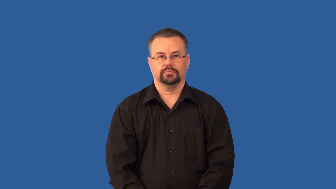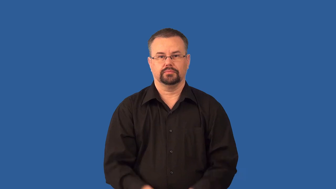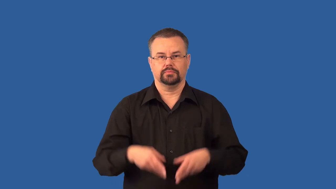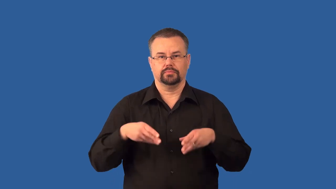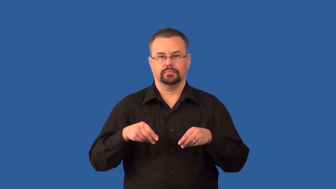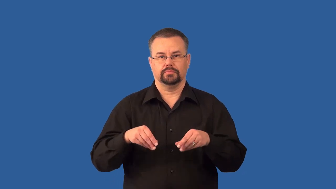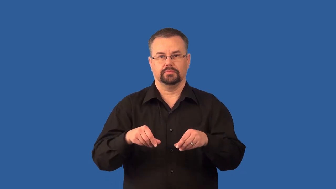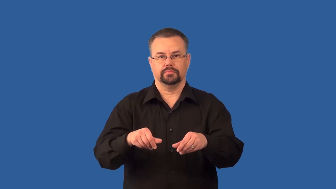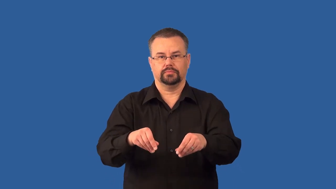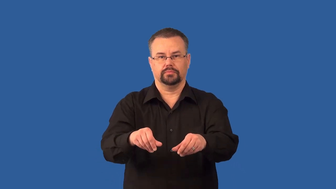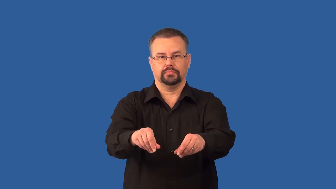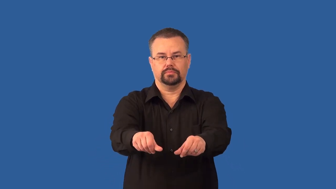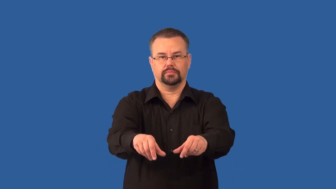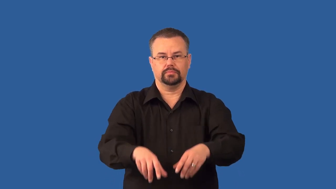seed-verb